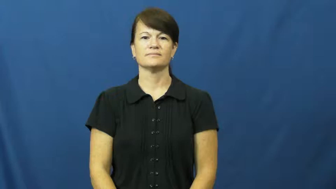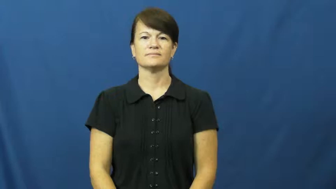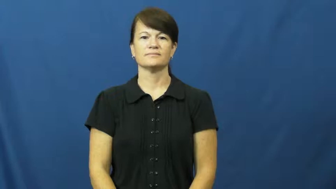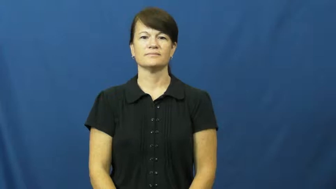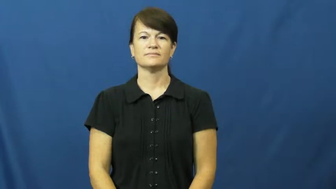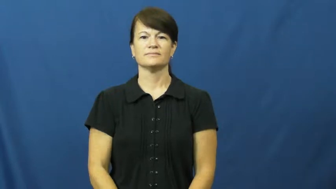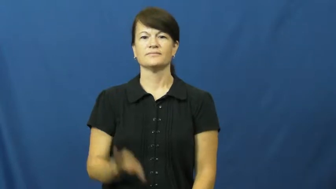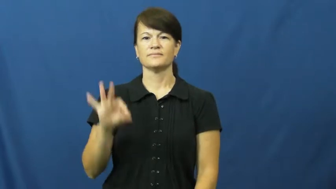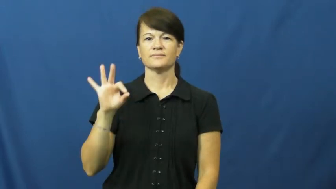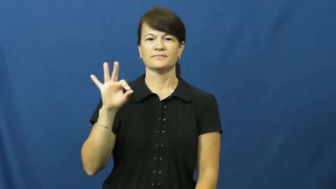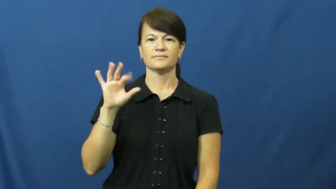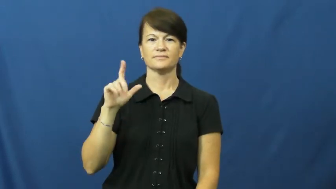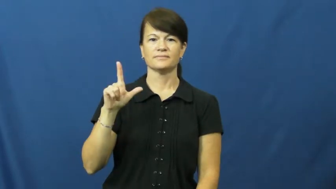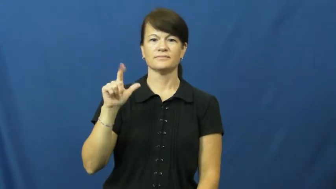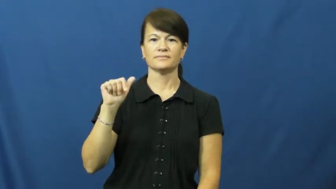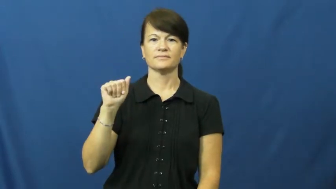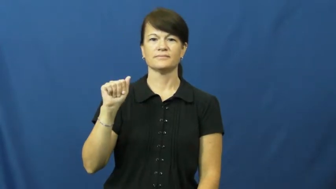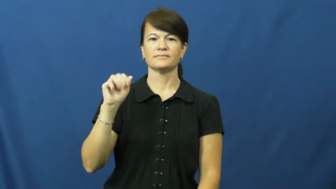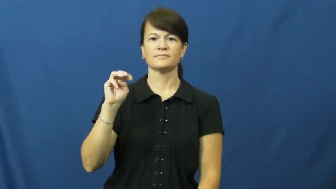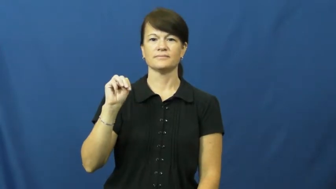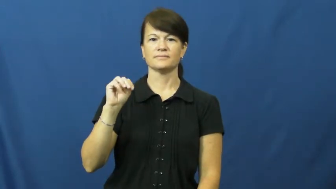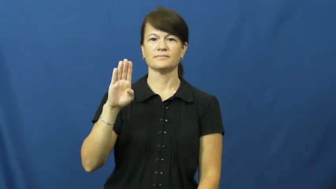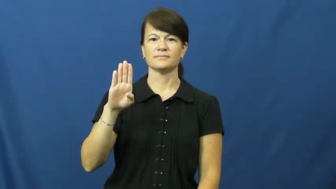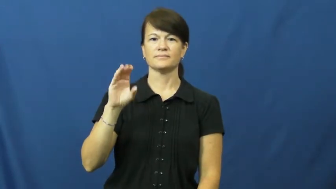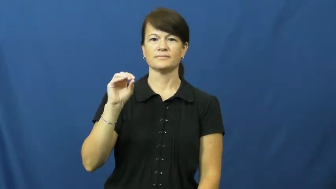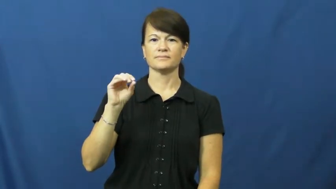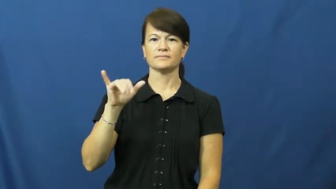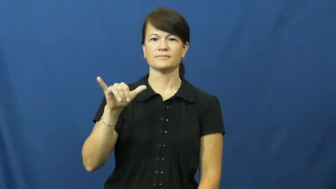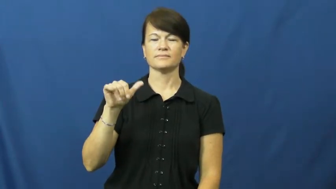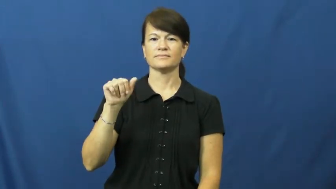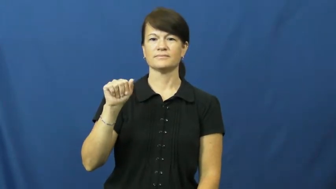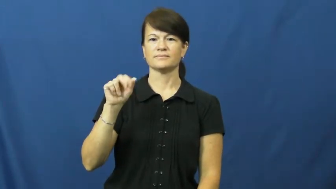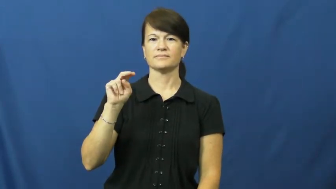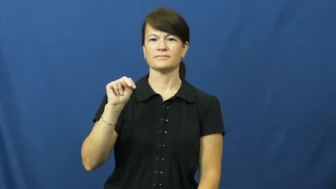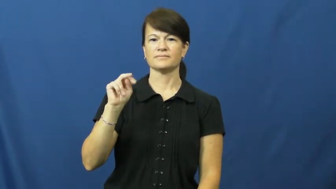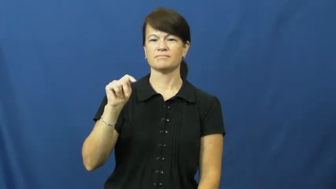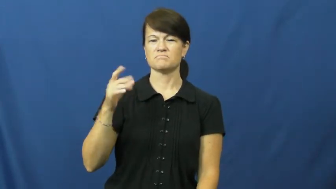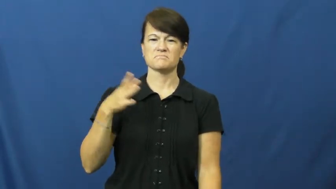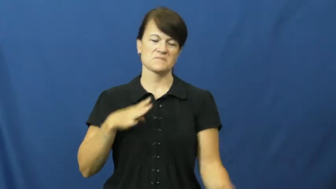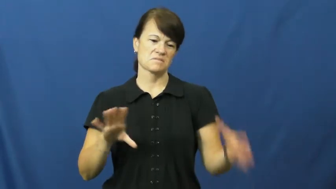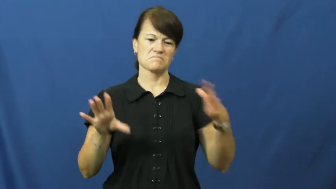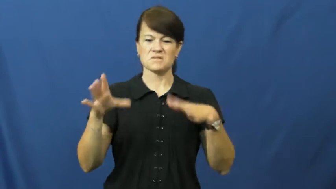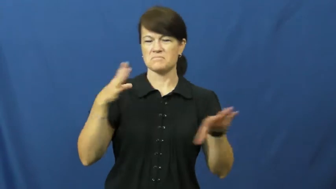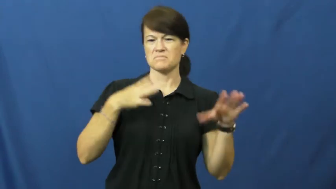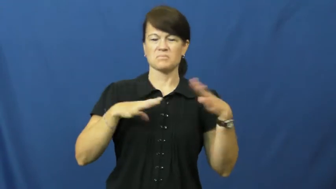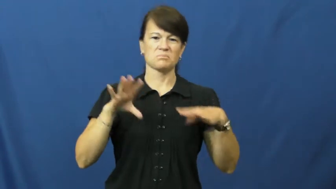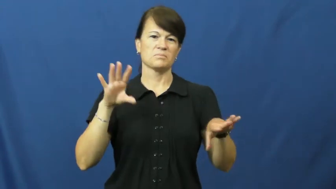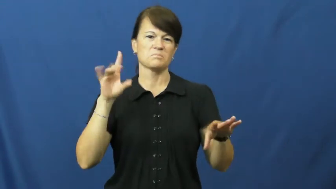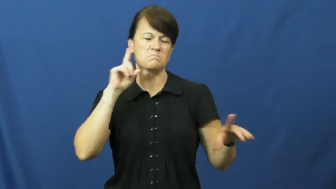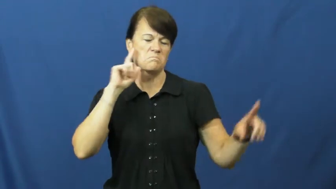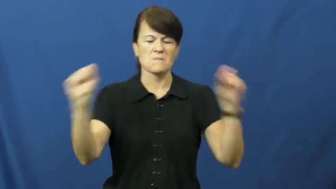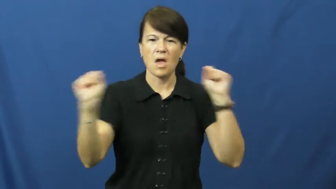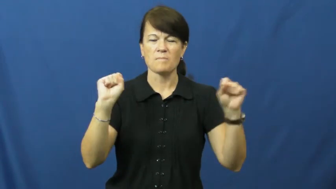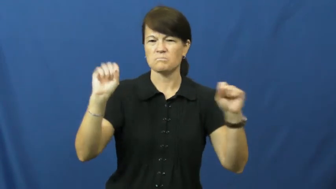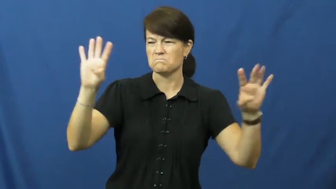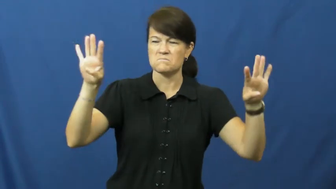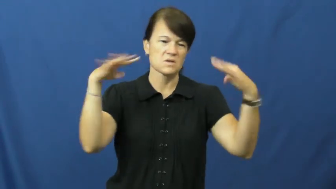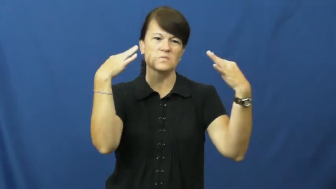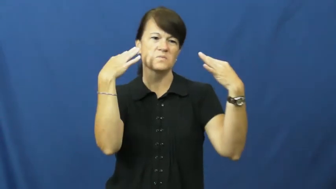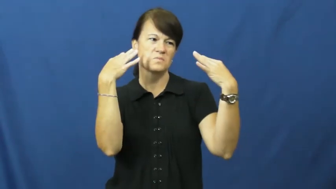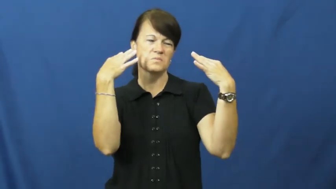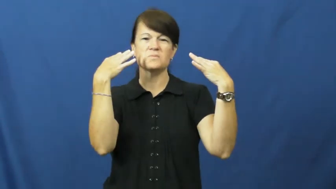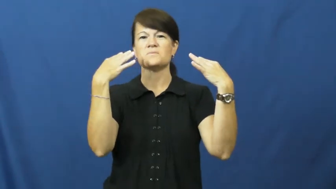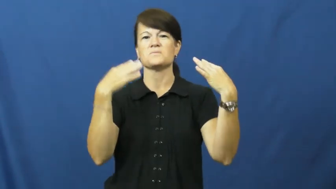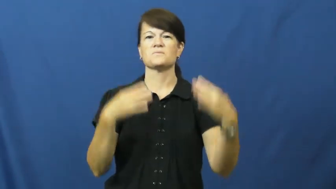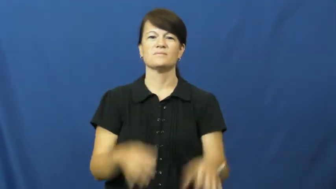flamboyant